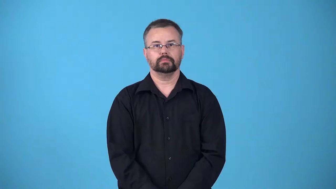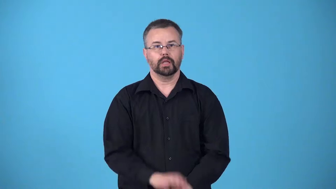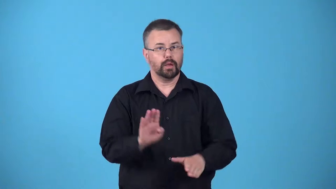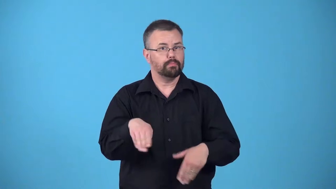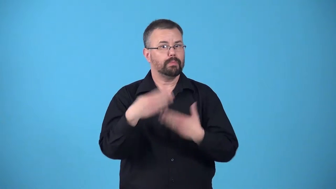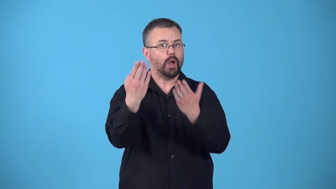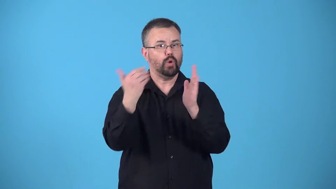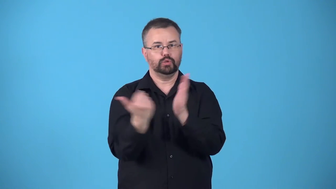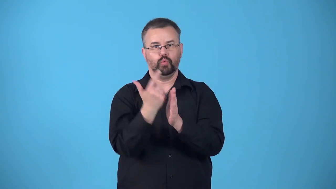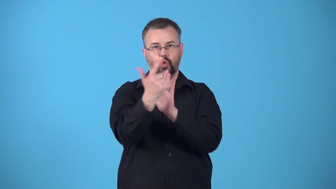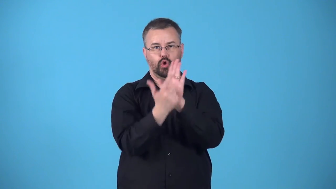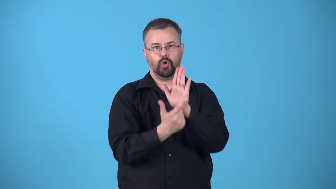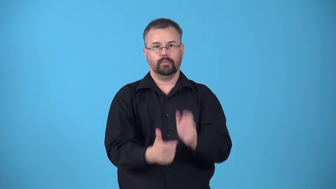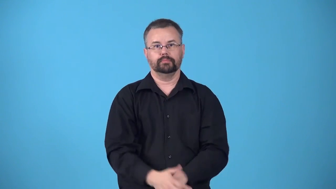bill-proposed new law